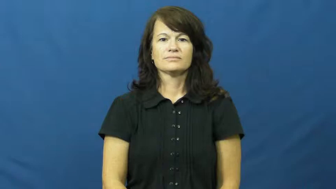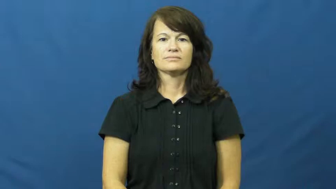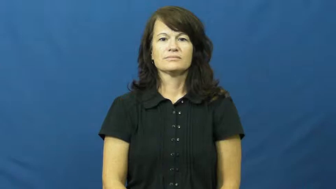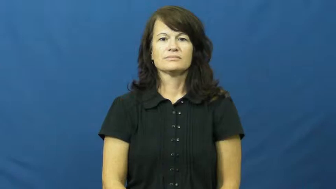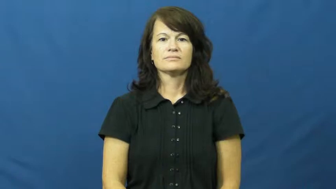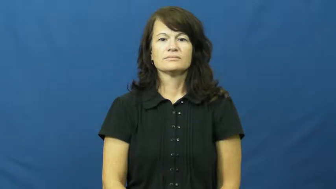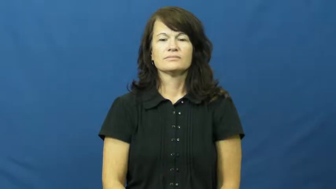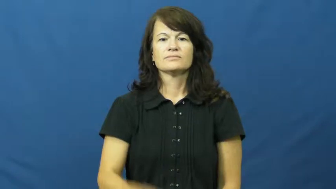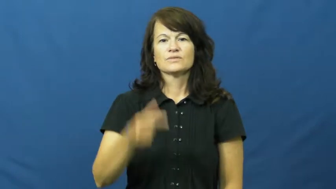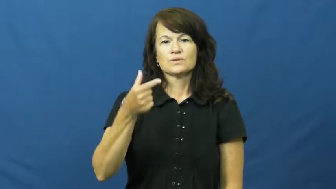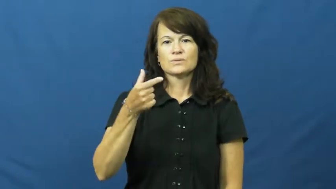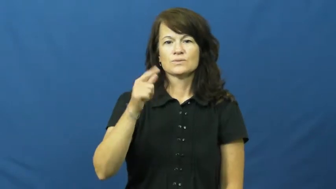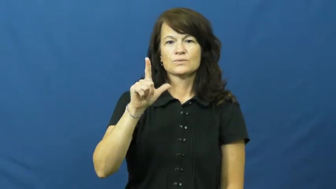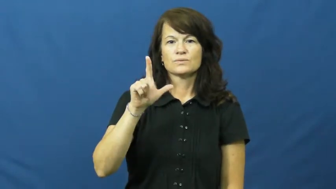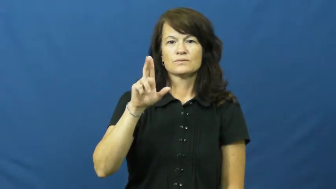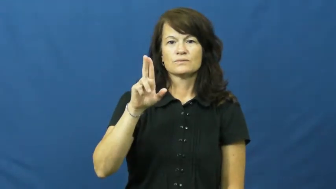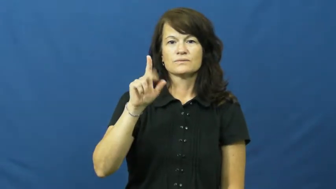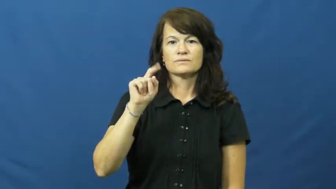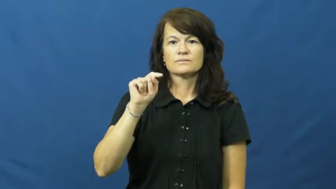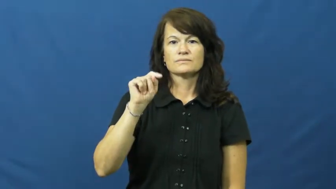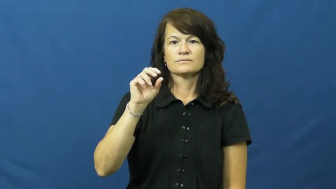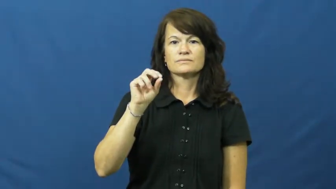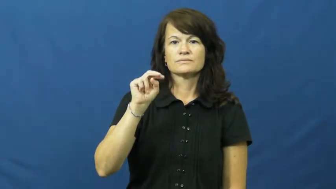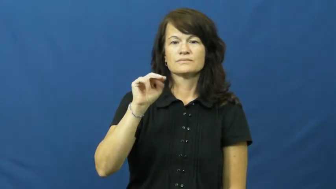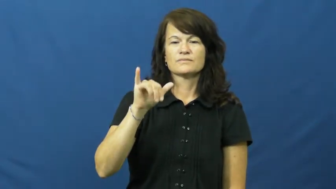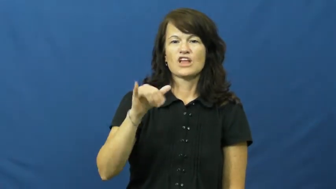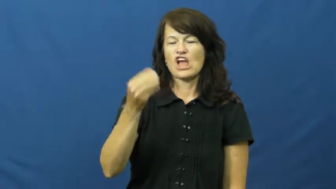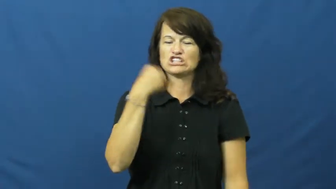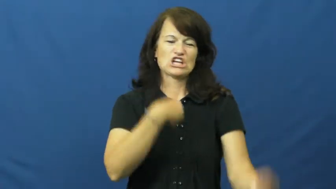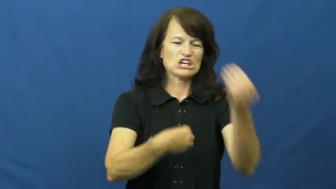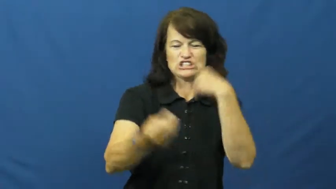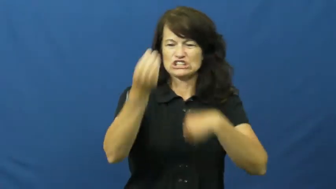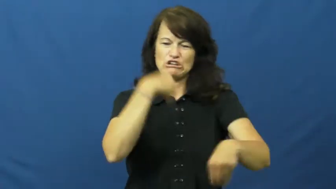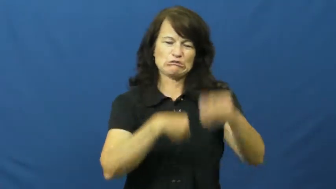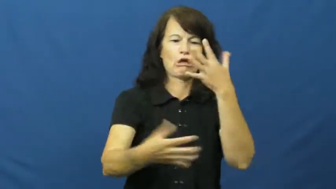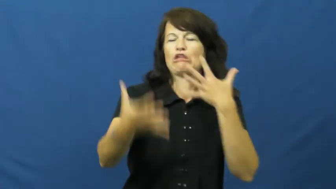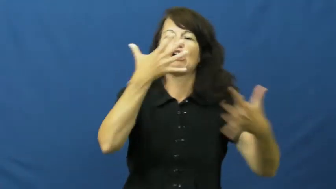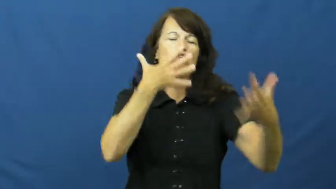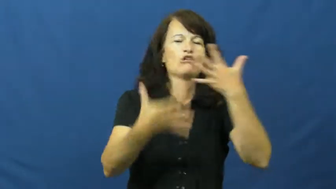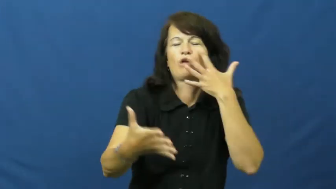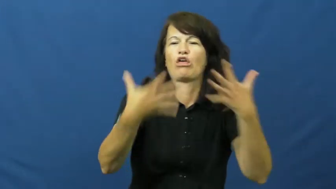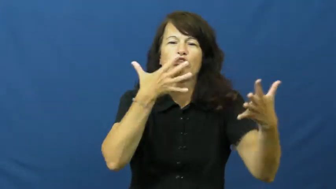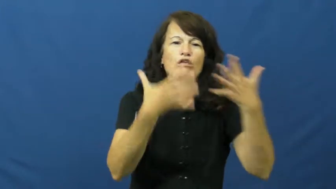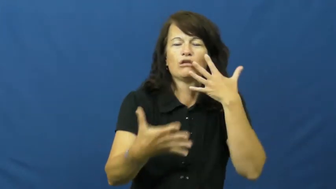gluttony